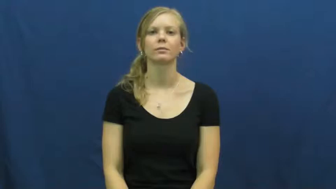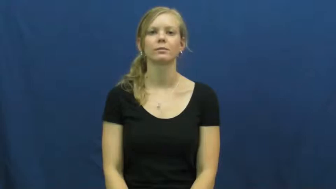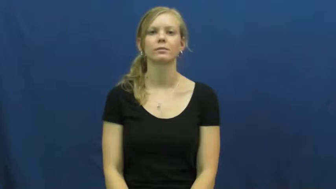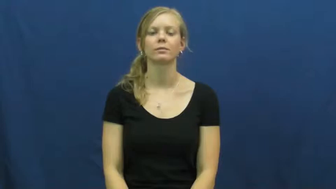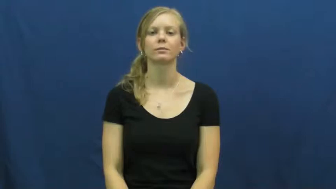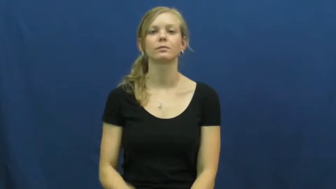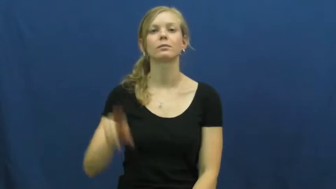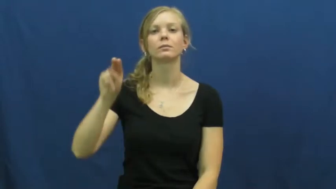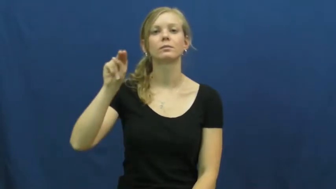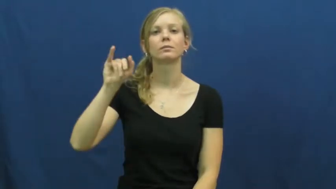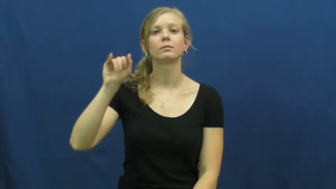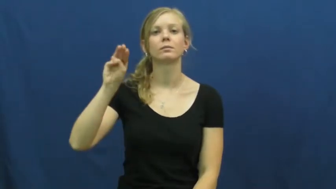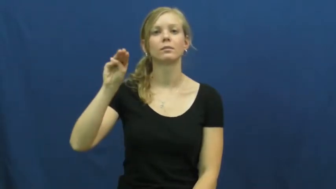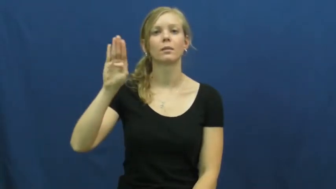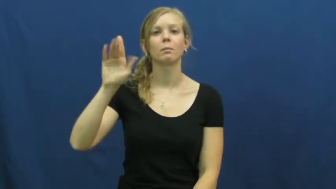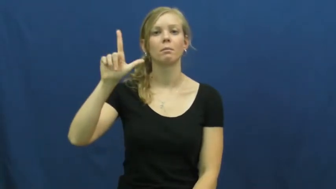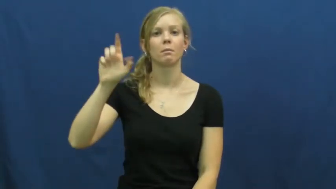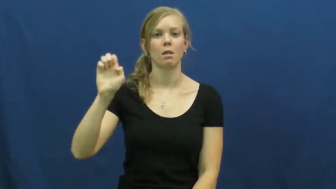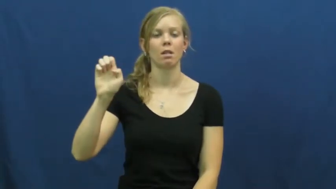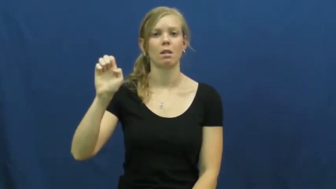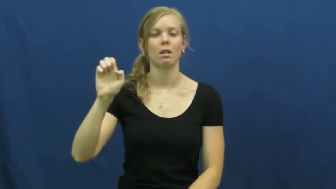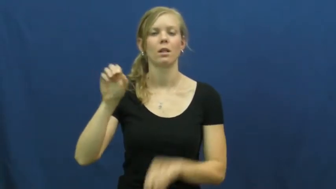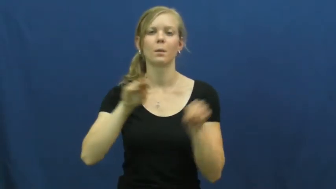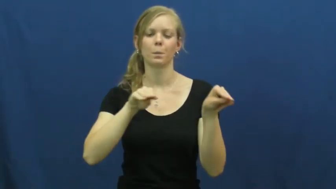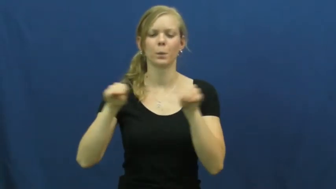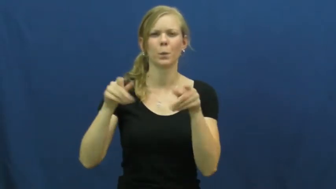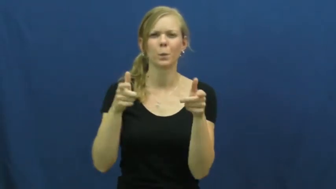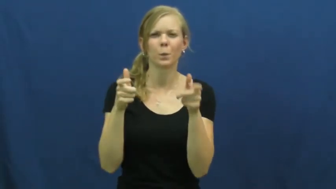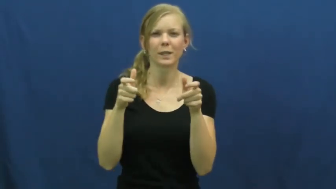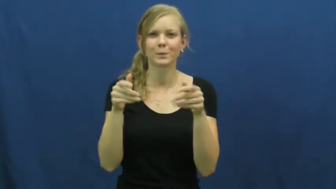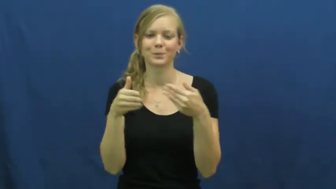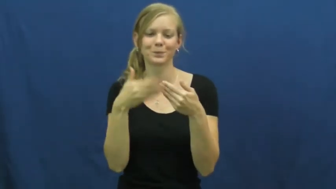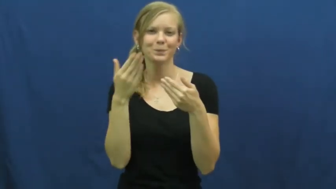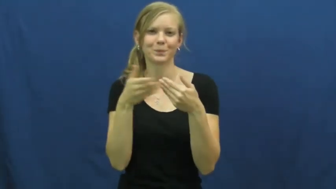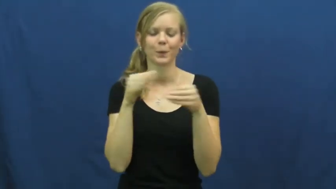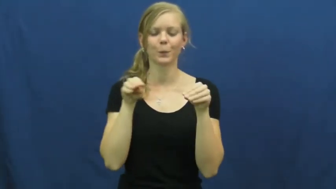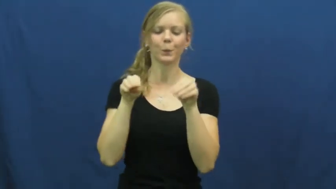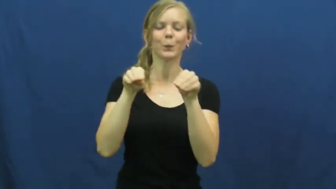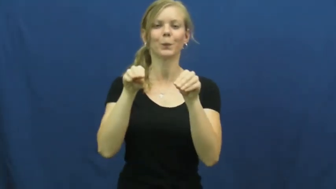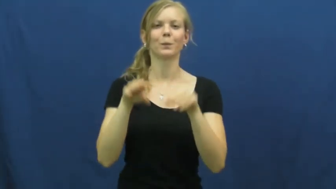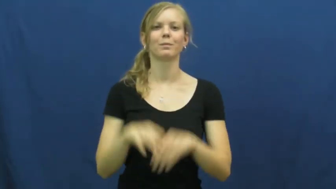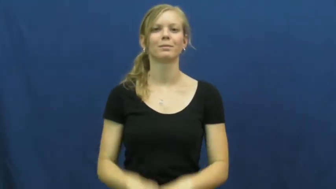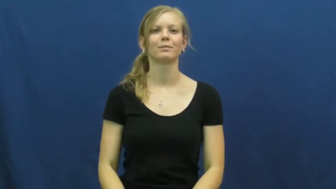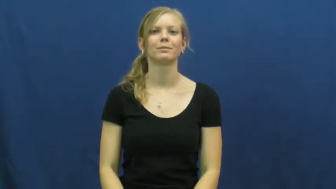nimble